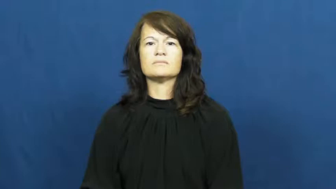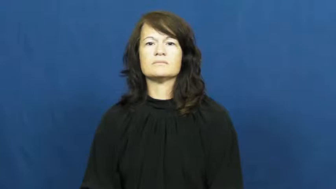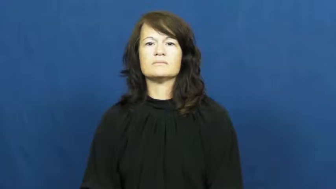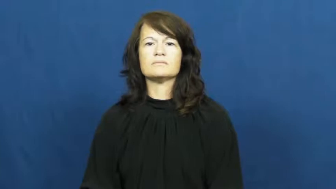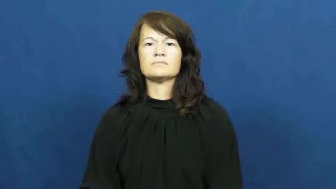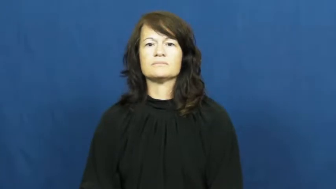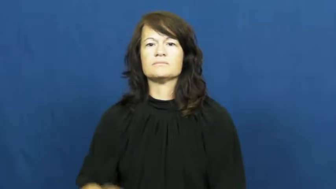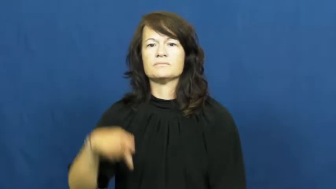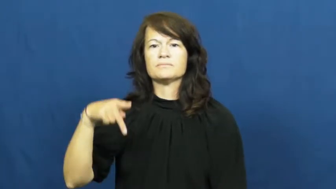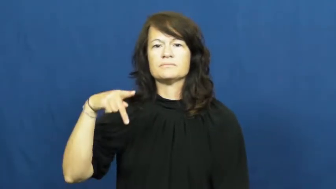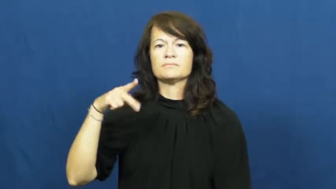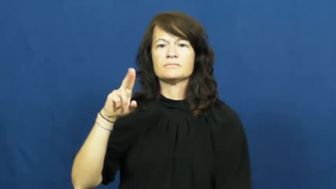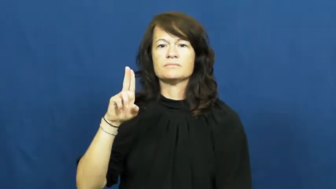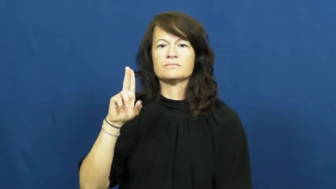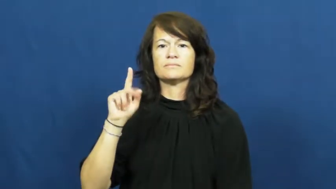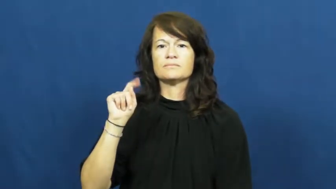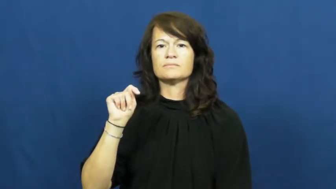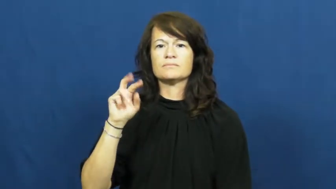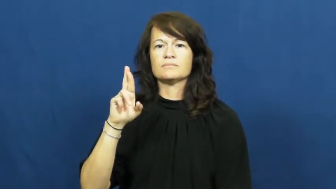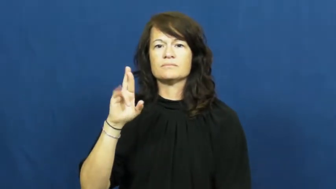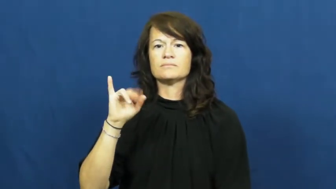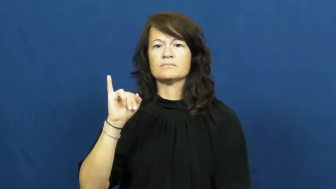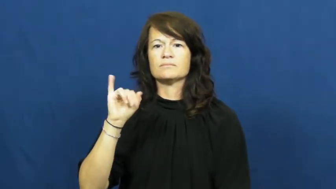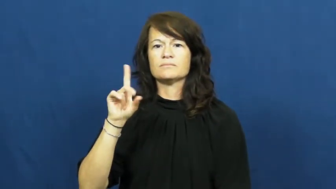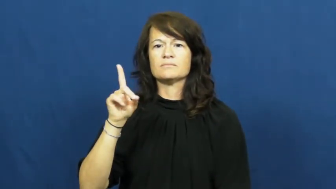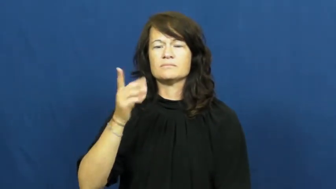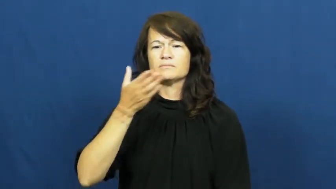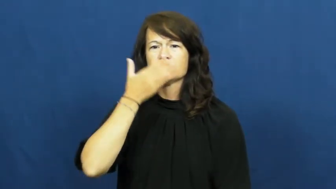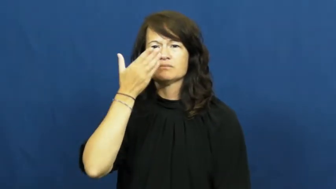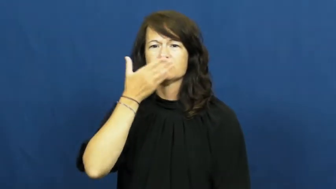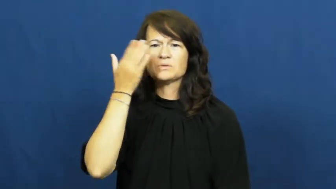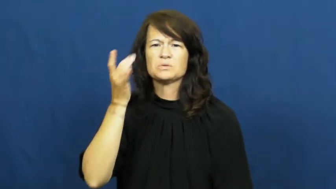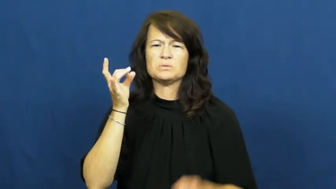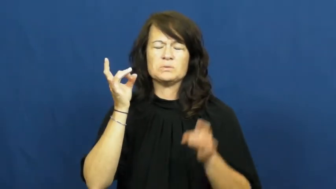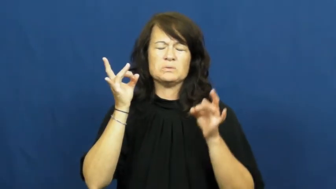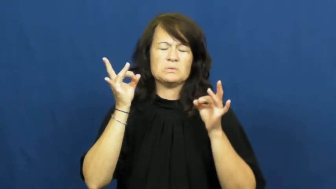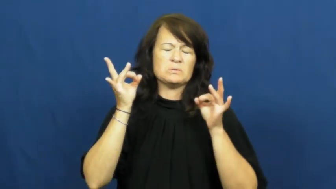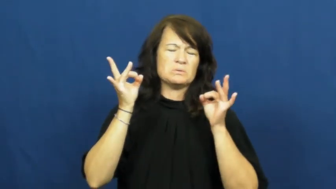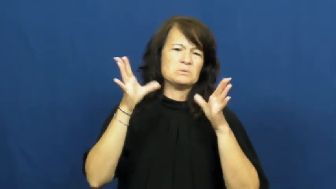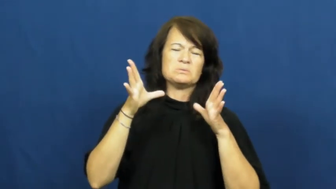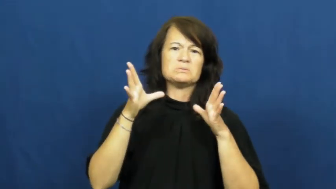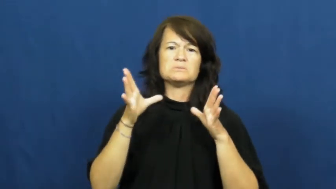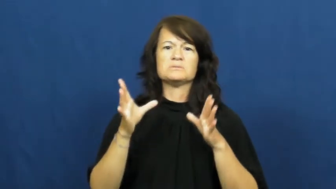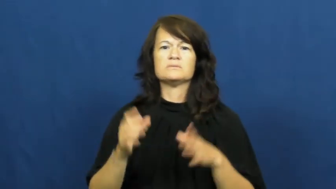putrid